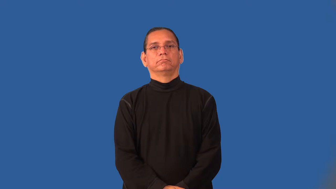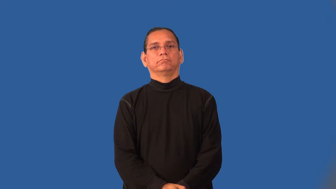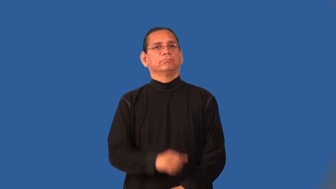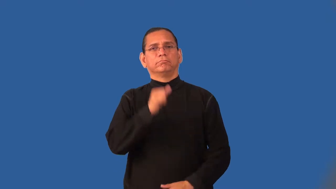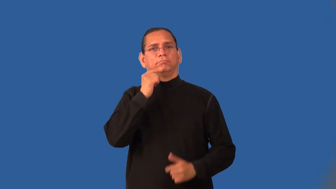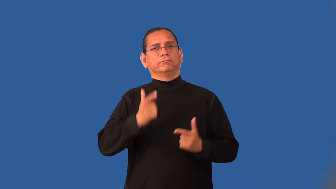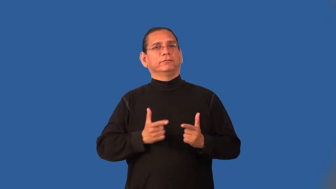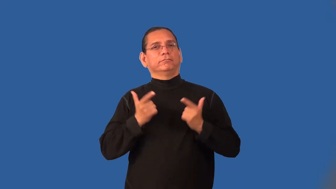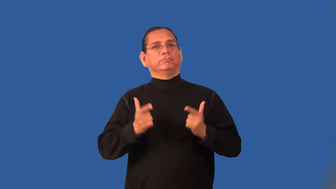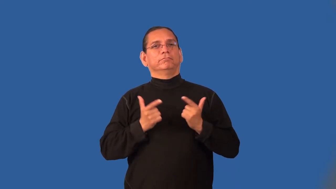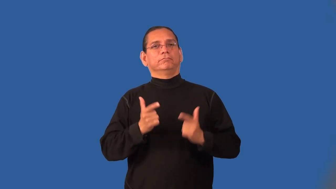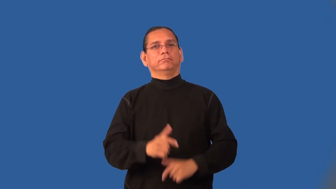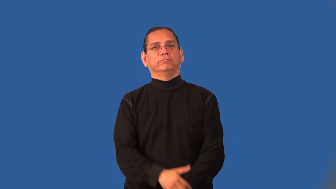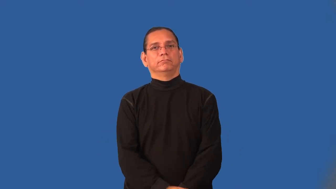nonliving